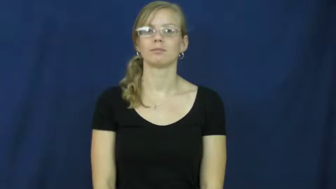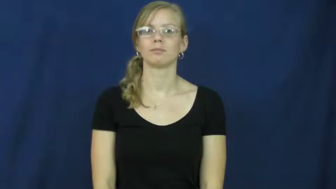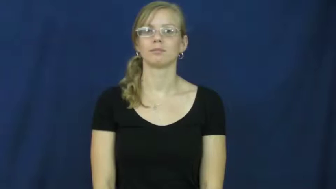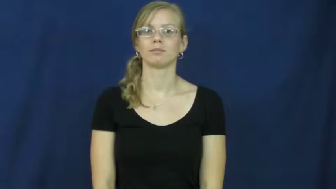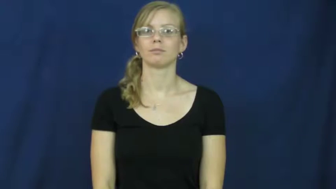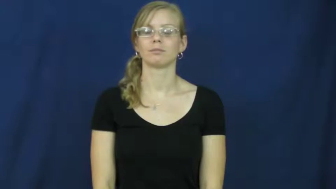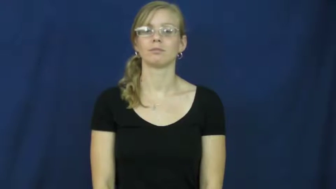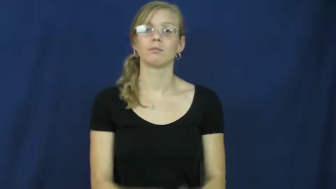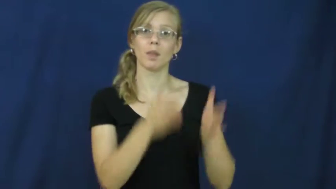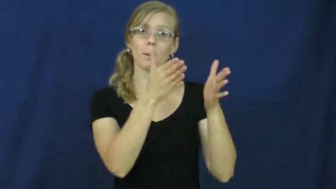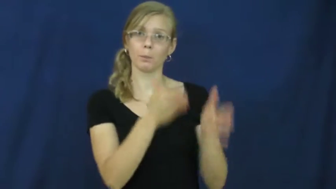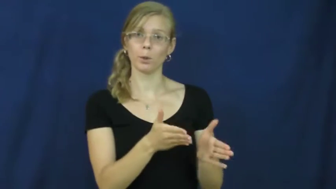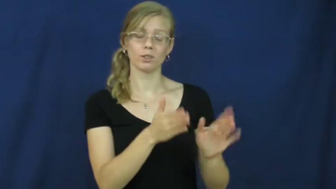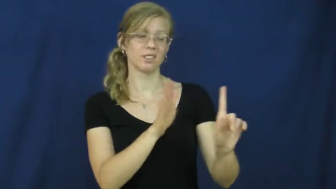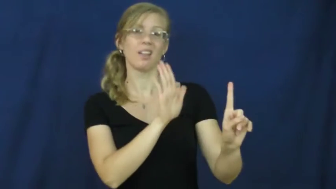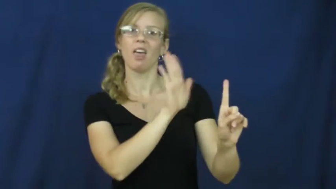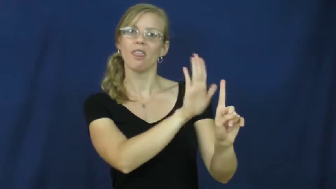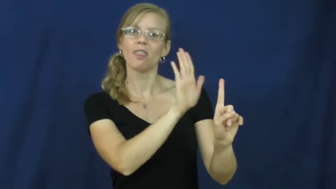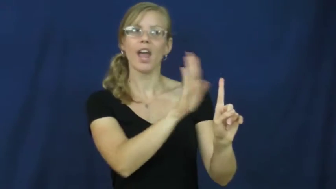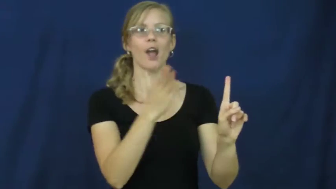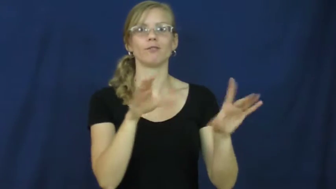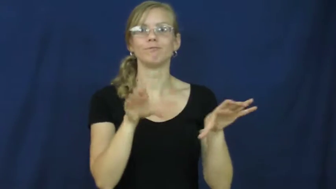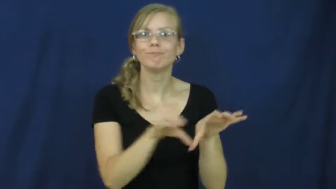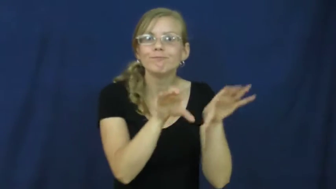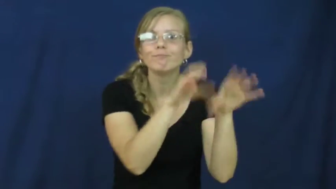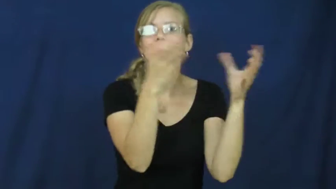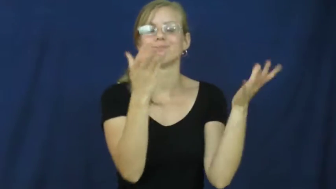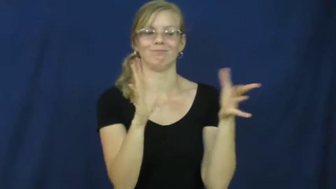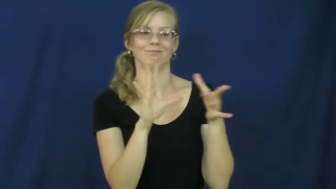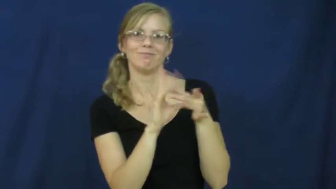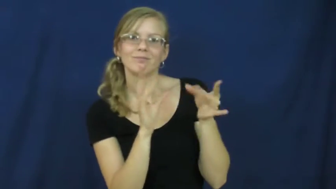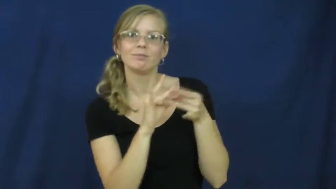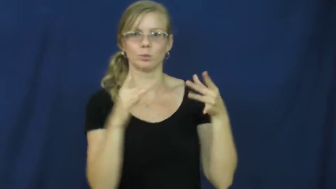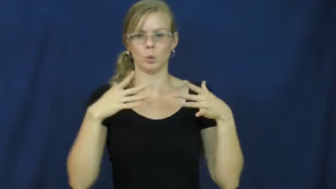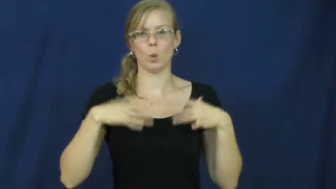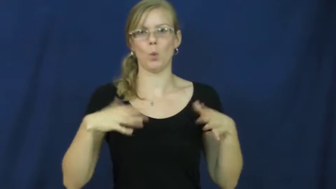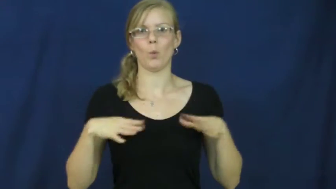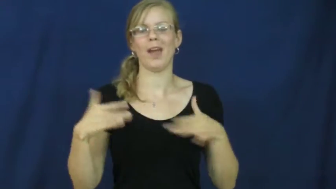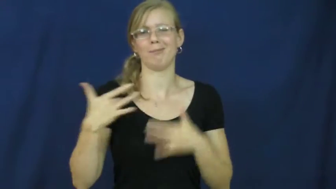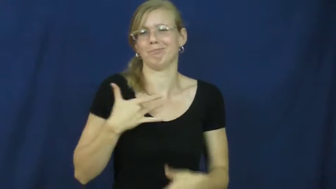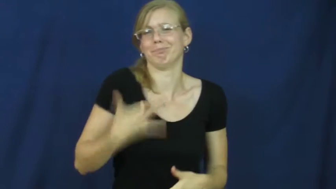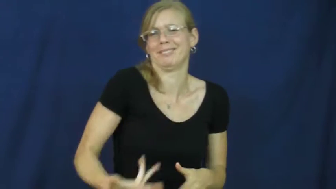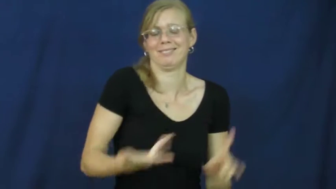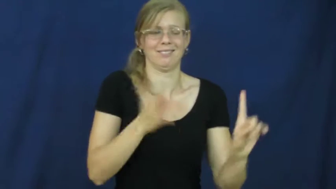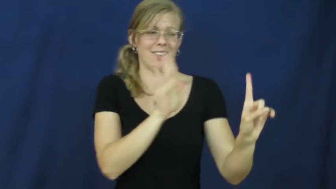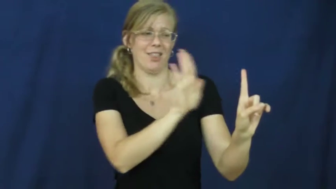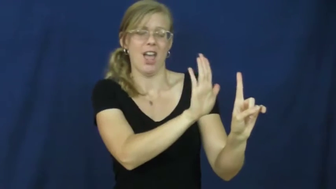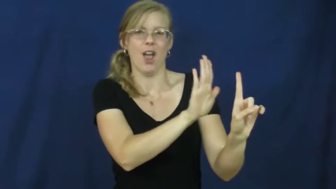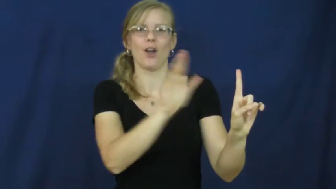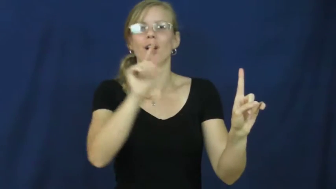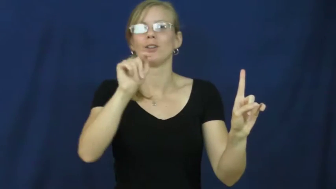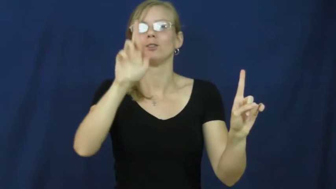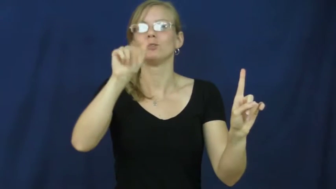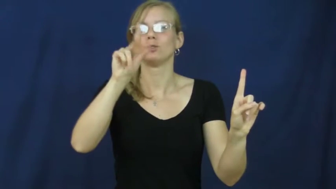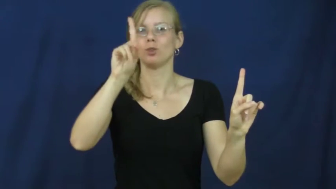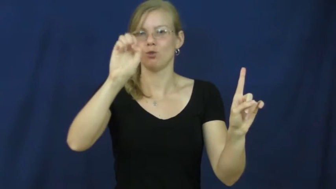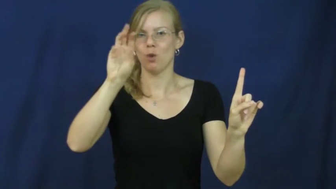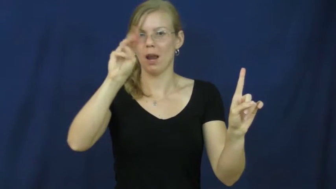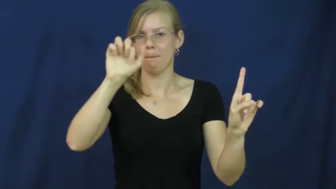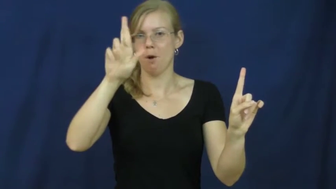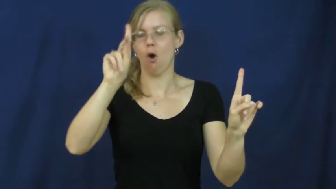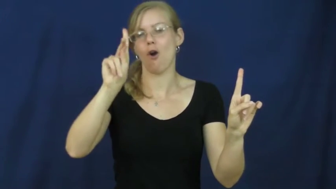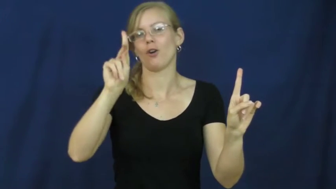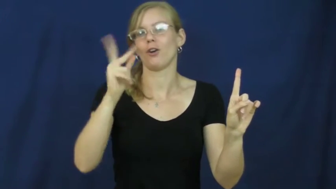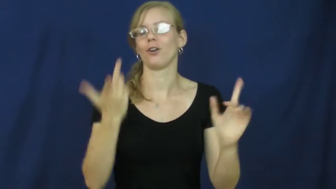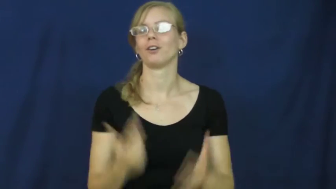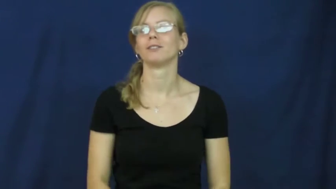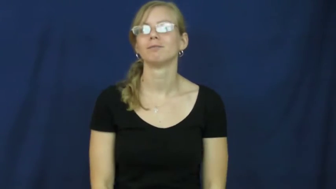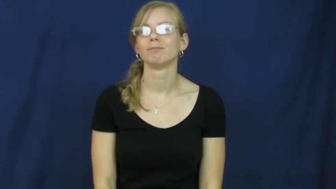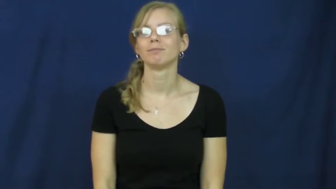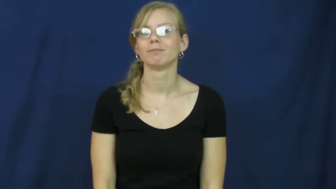trademark-person